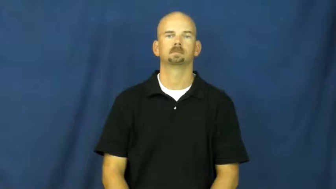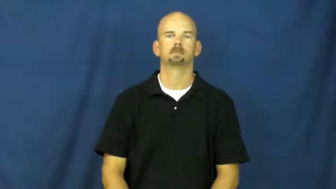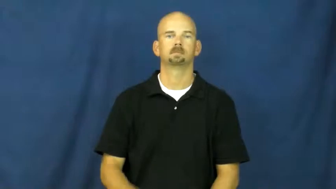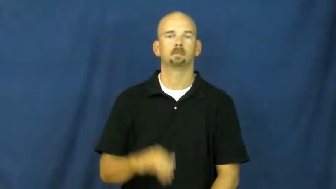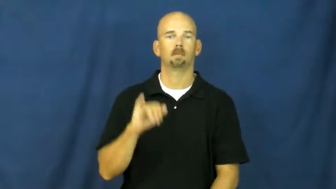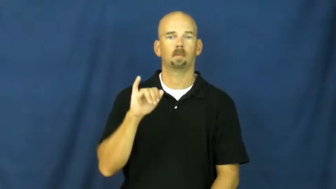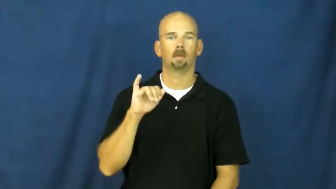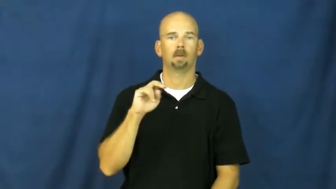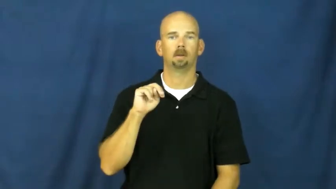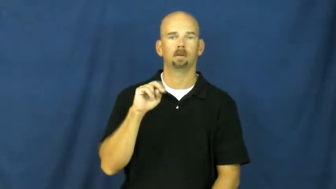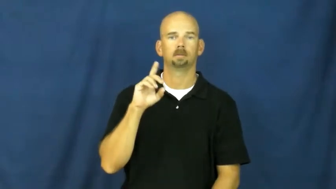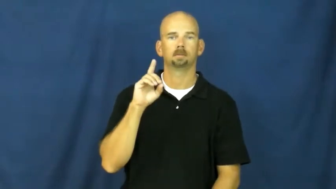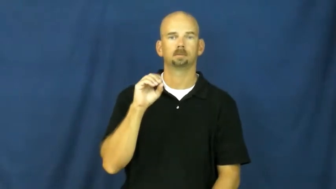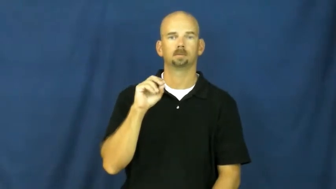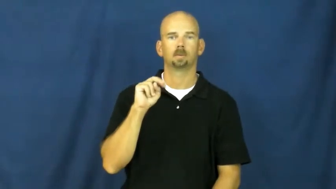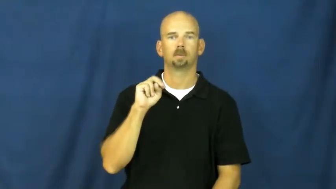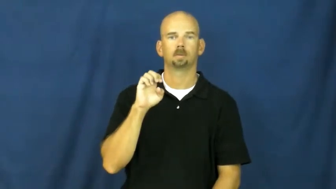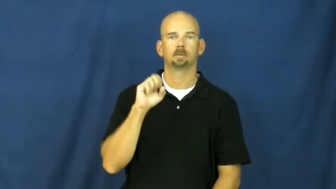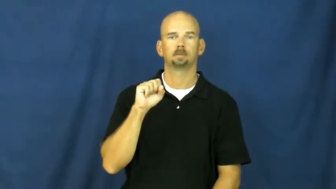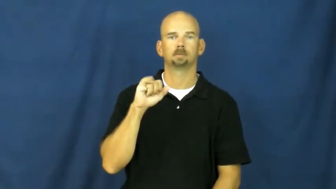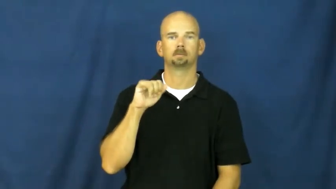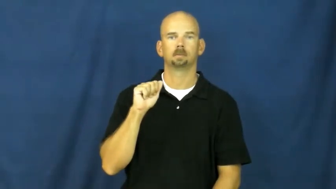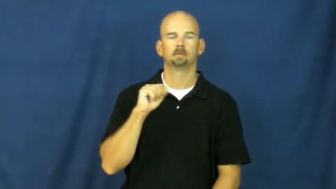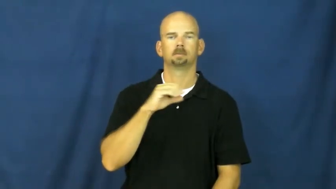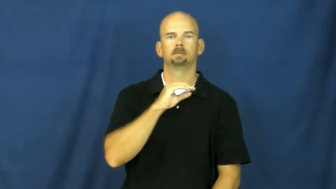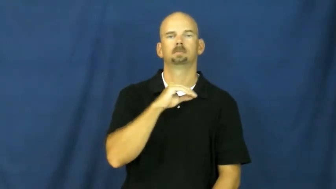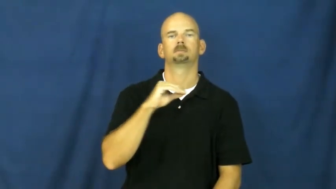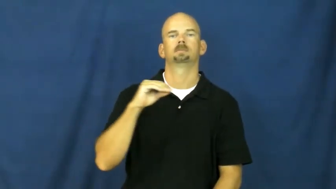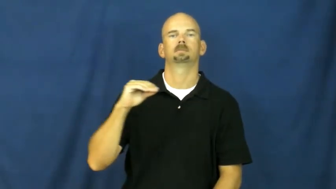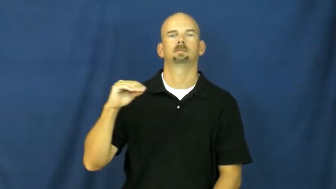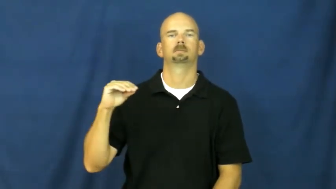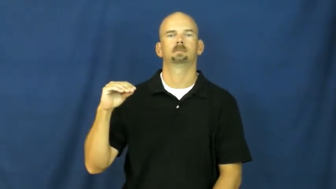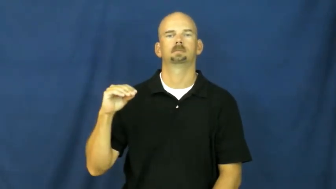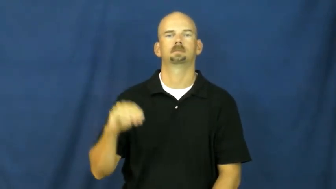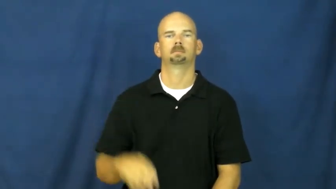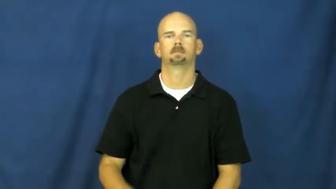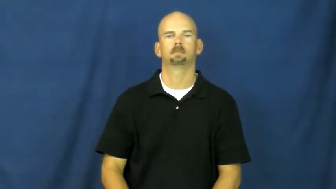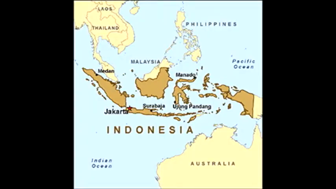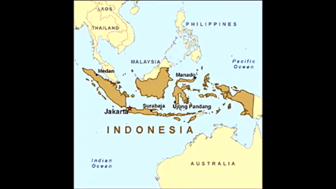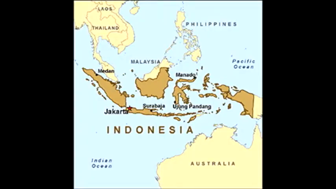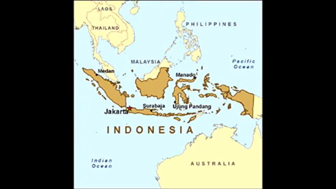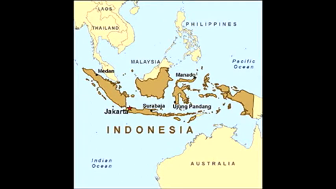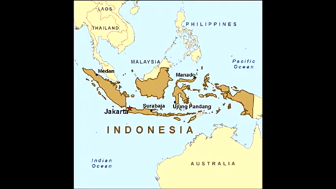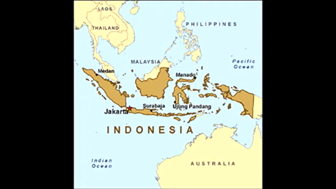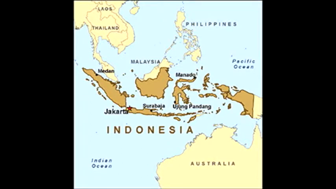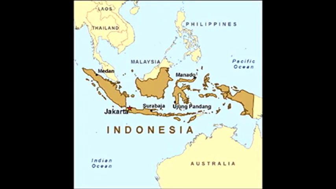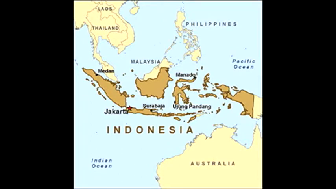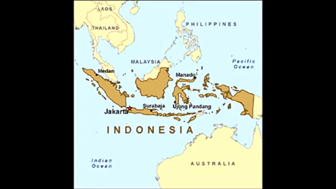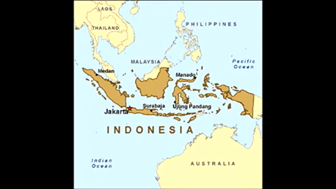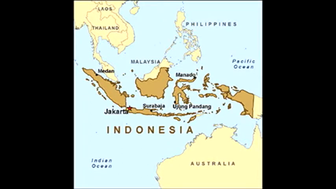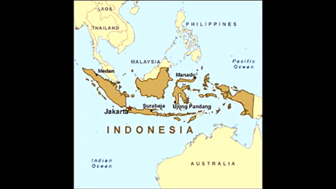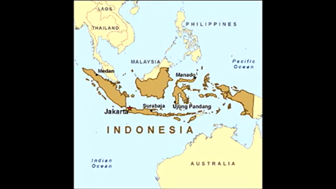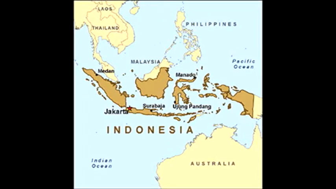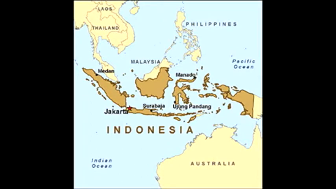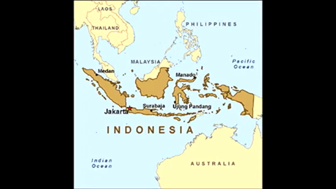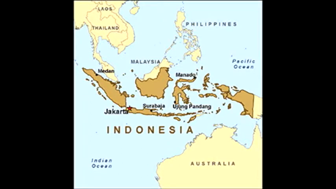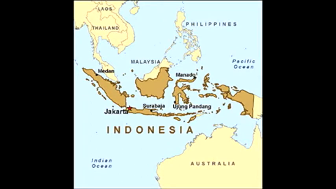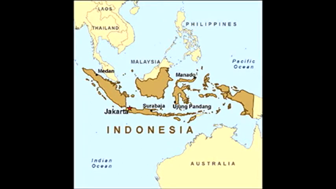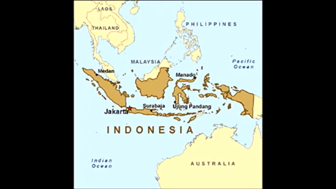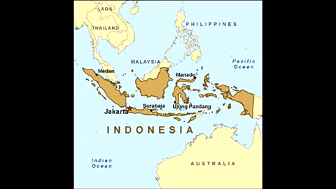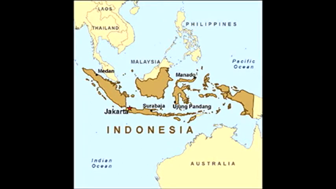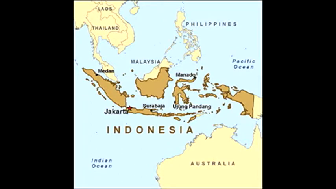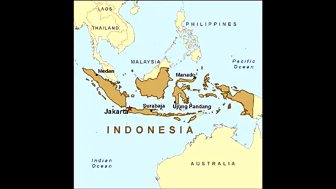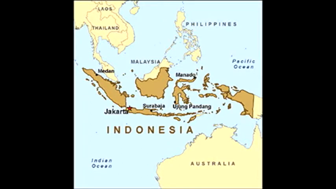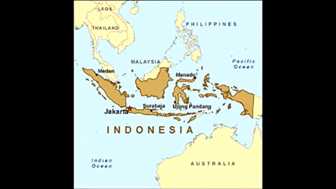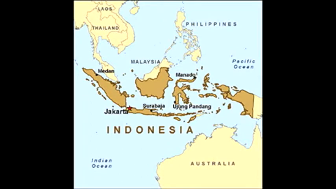indonesia